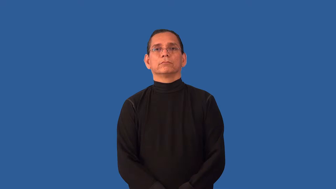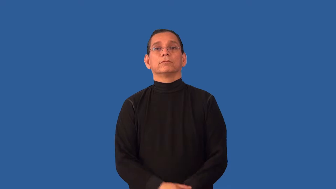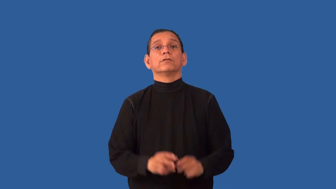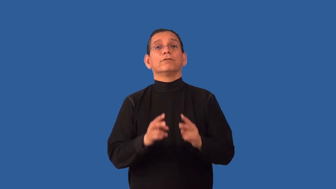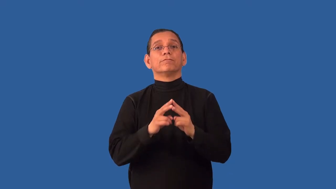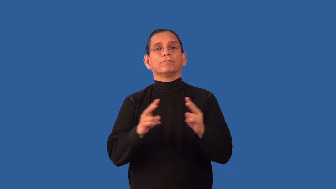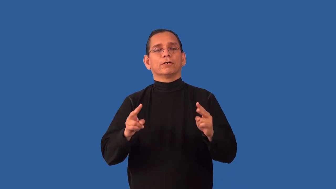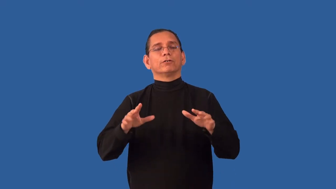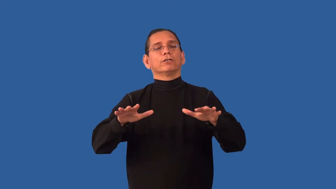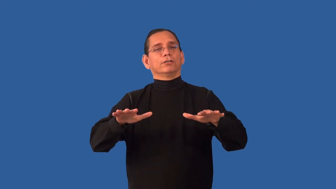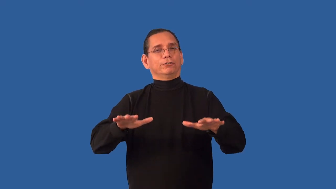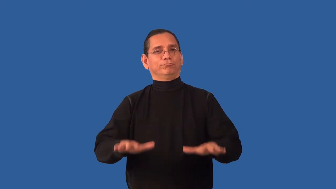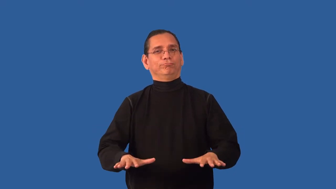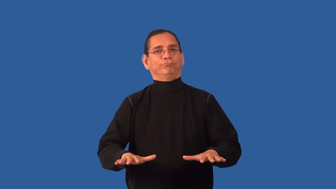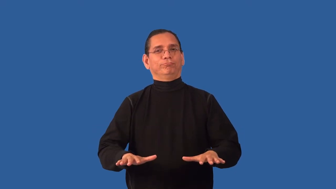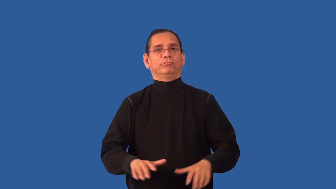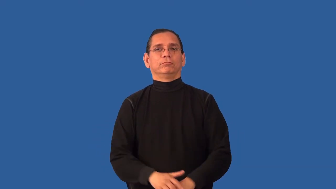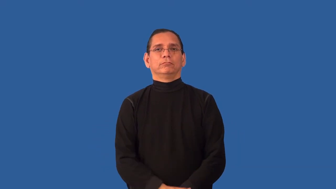unflappable